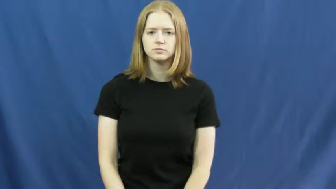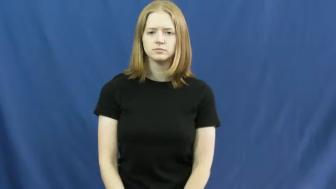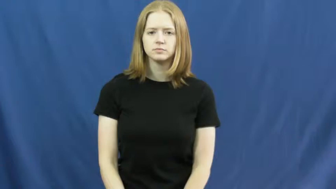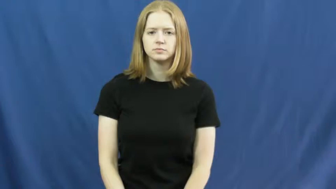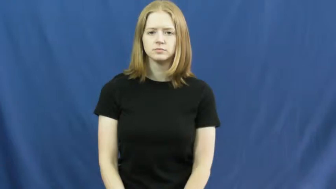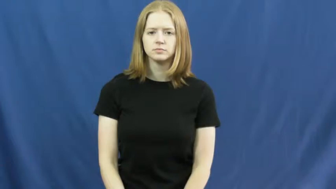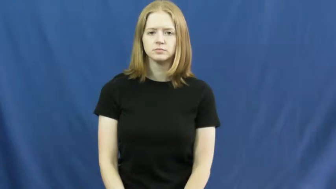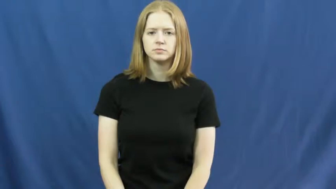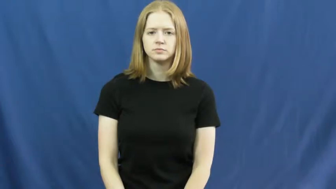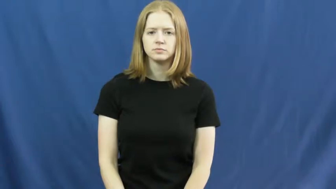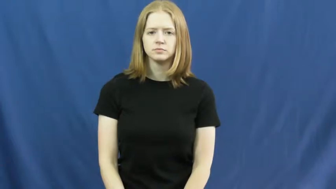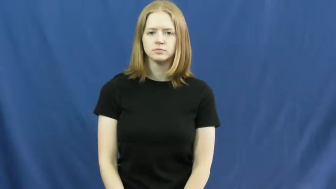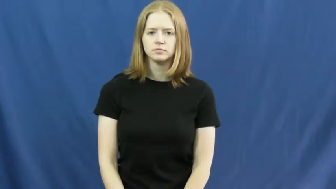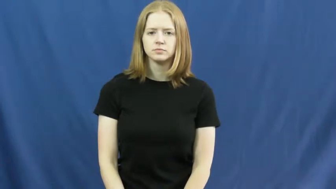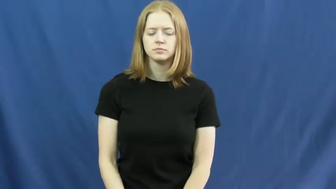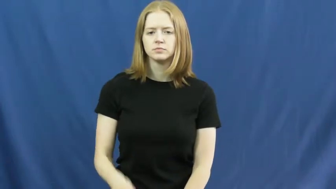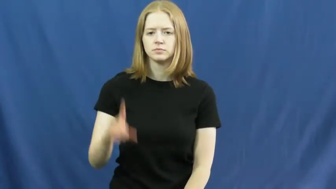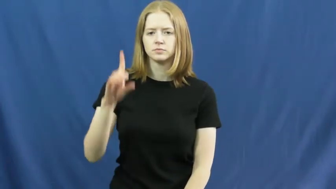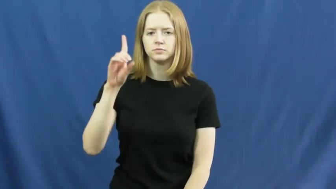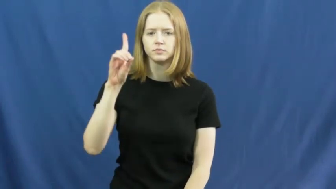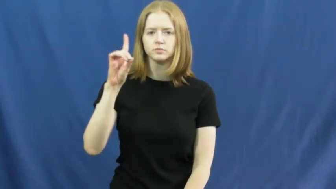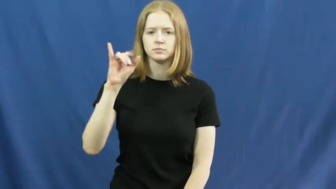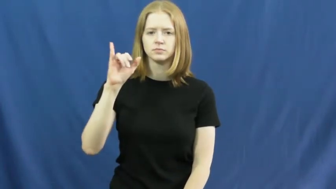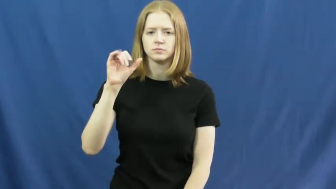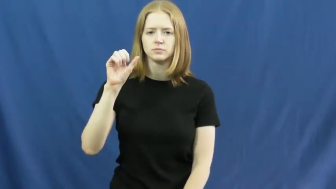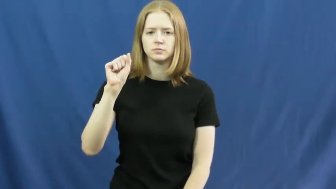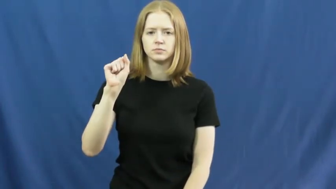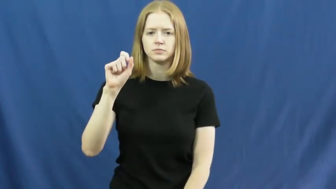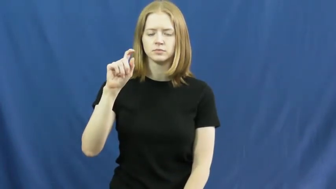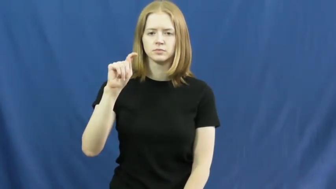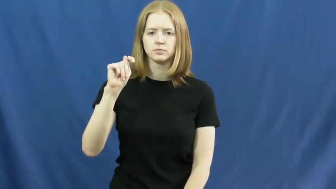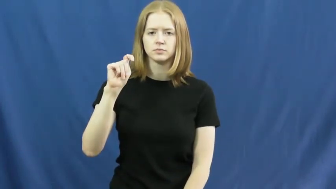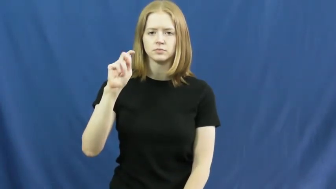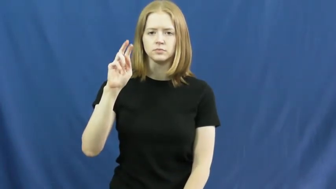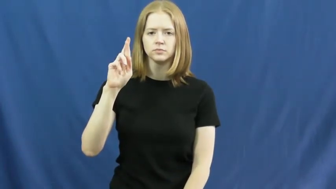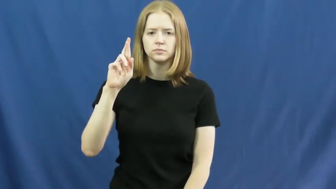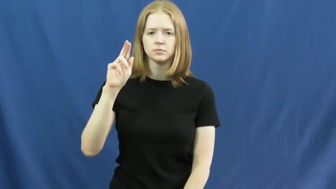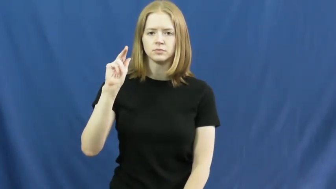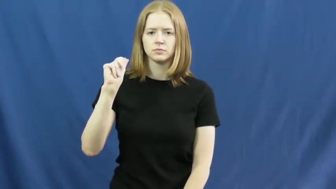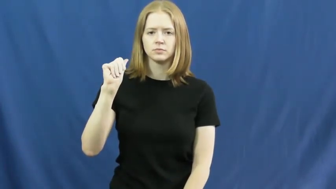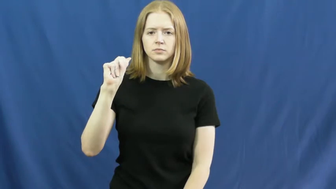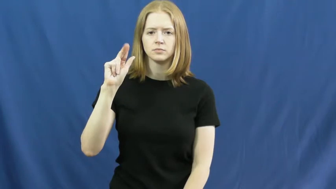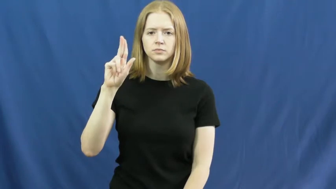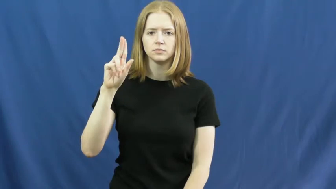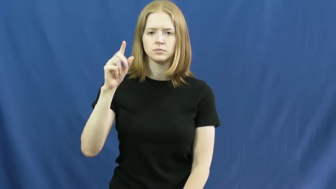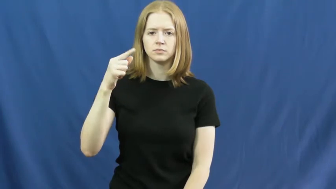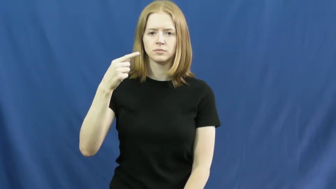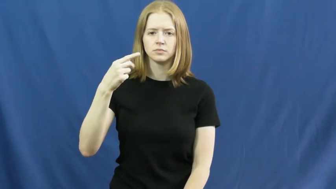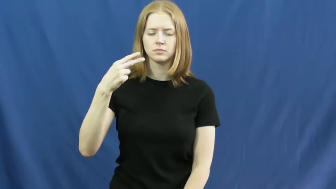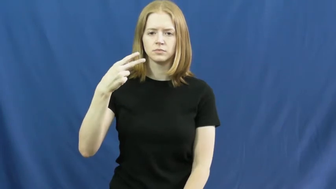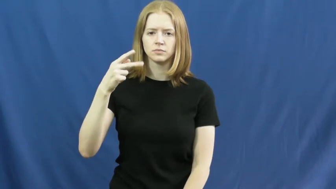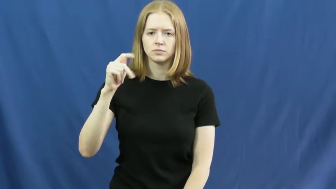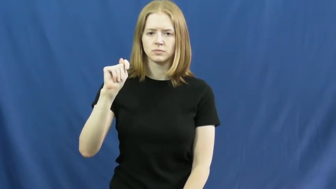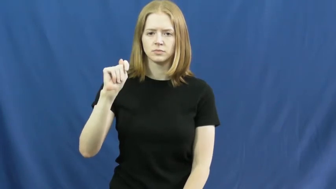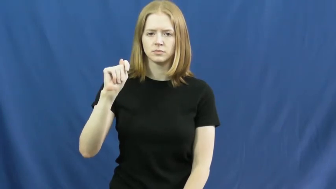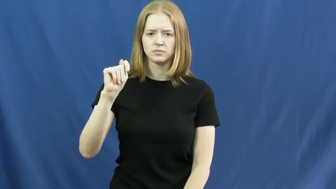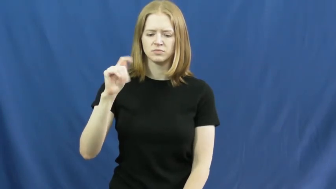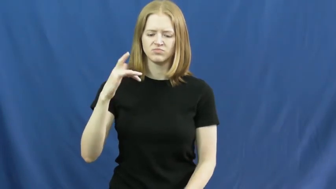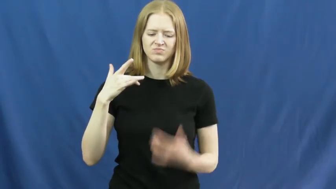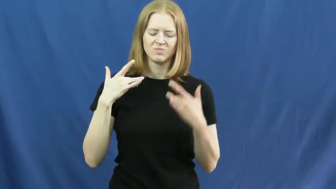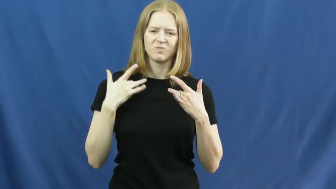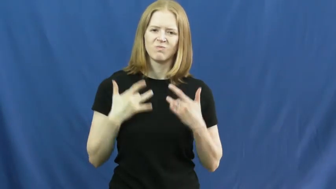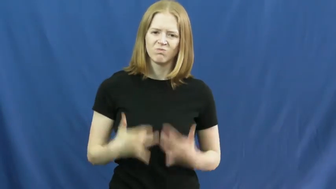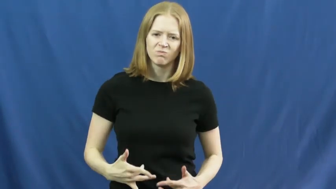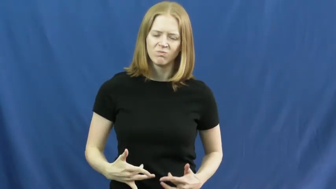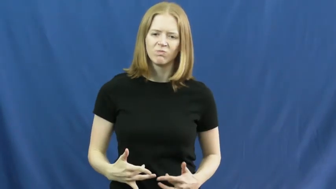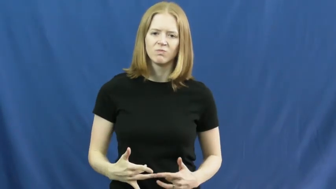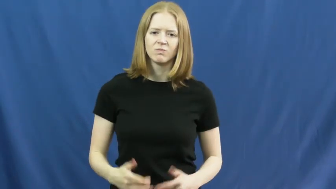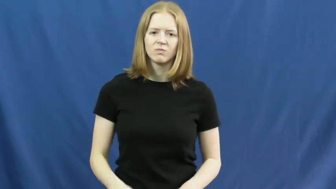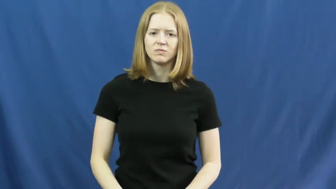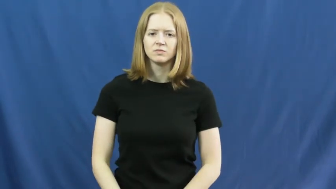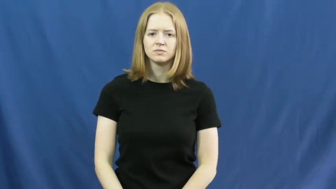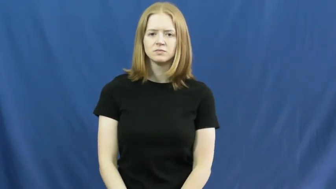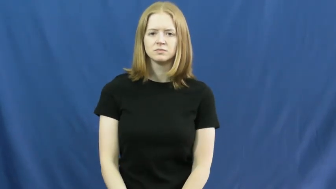distraught